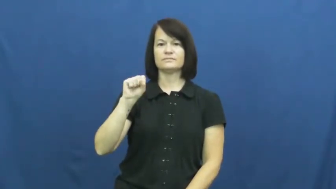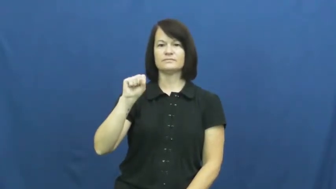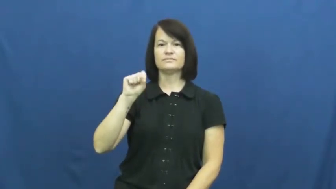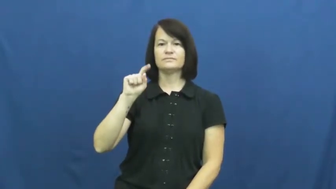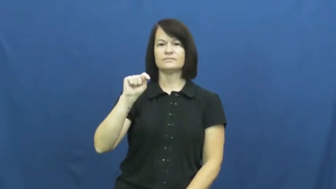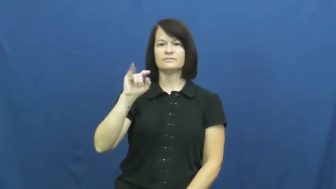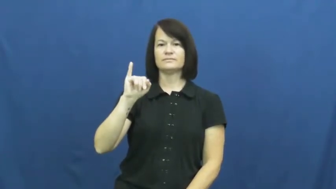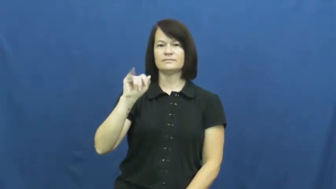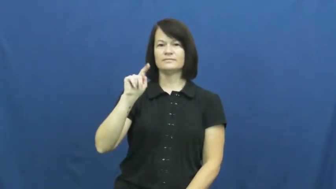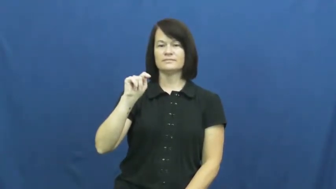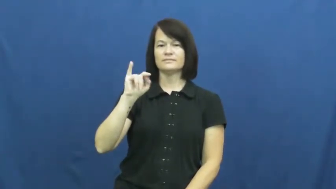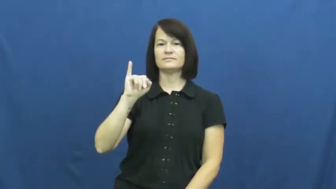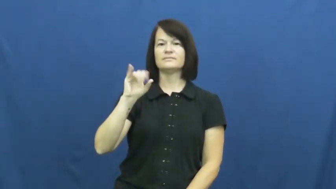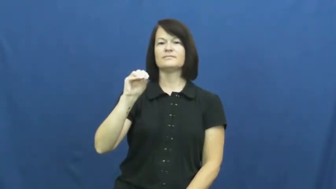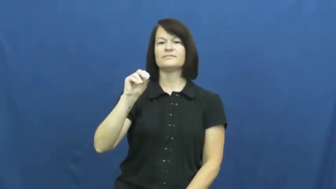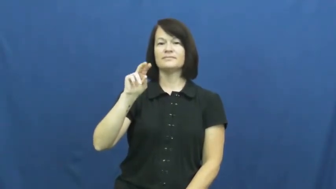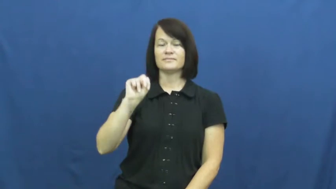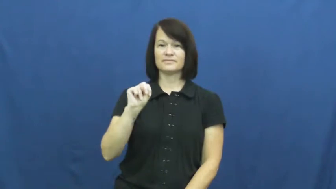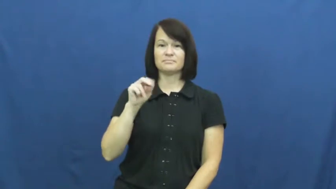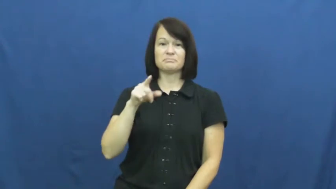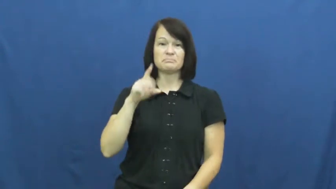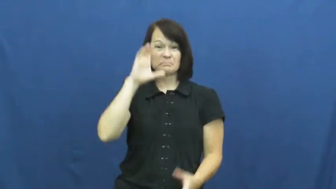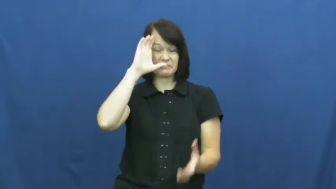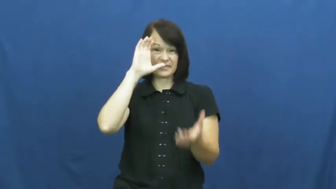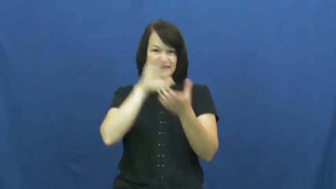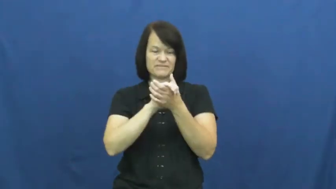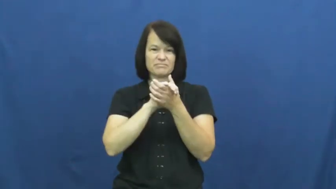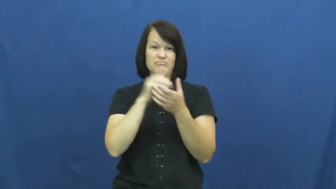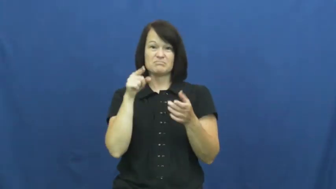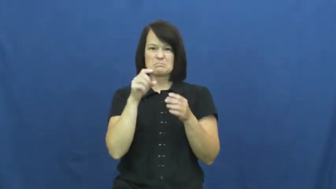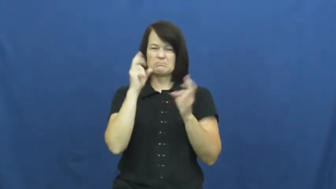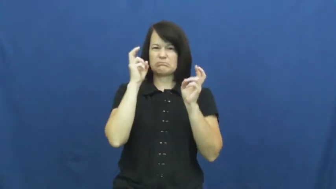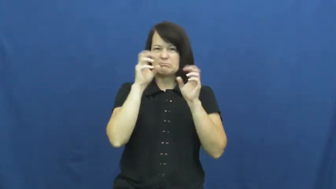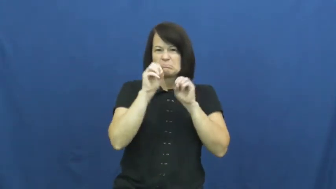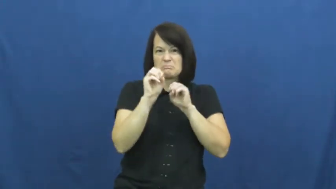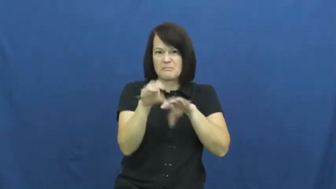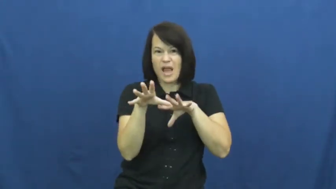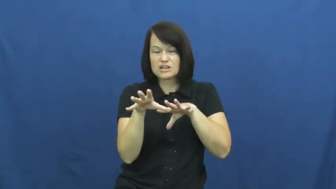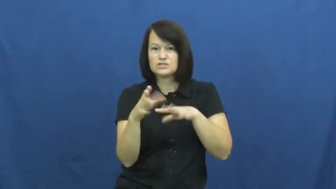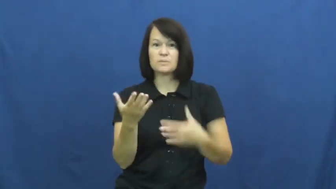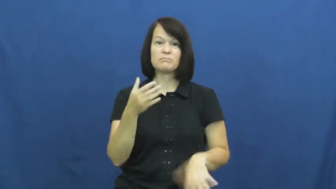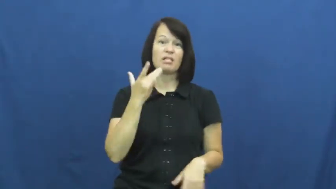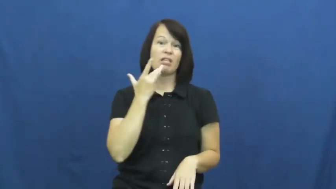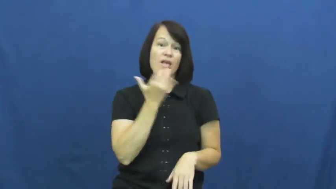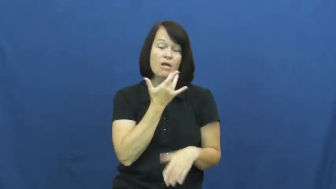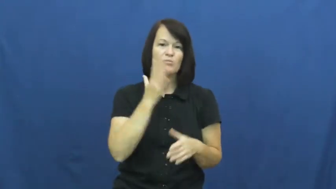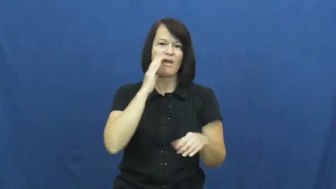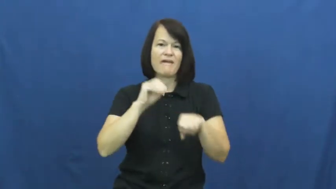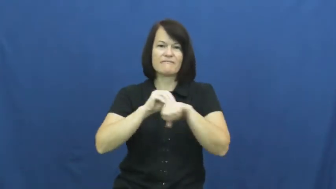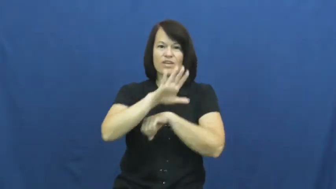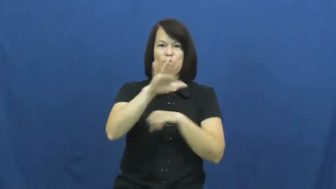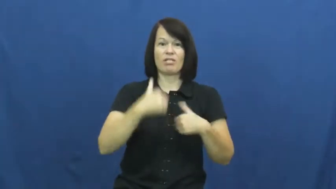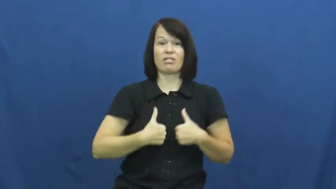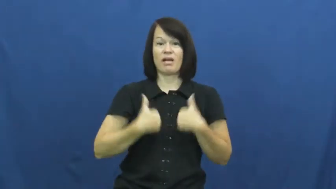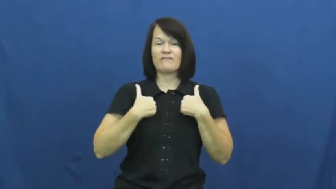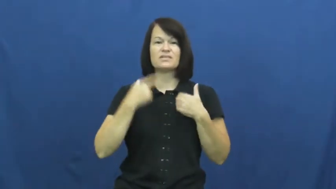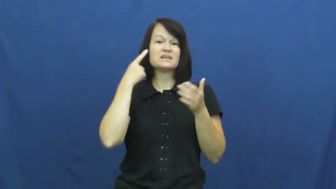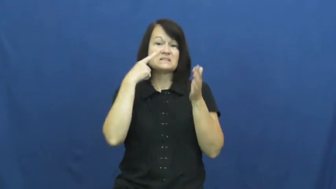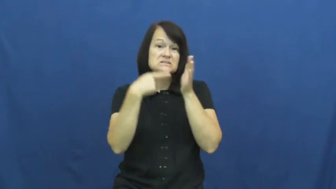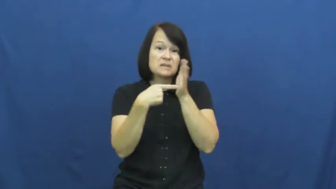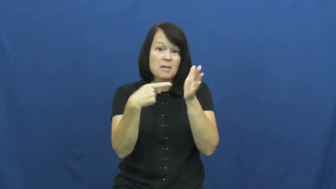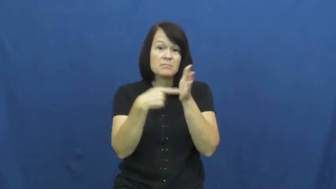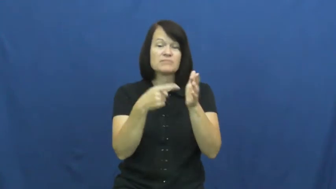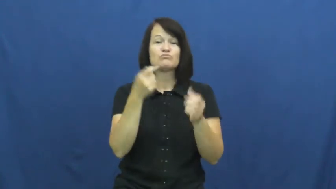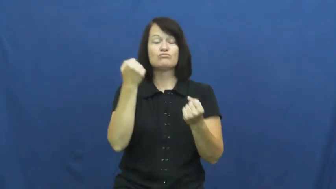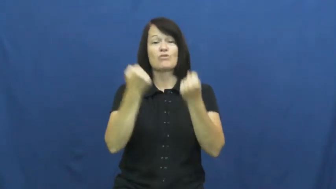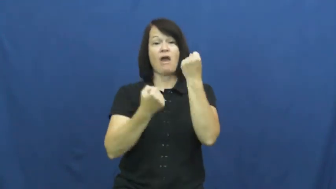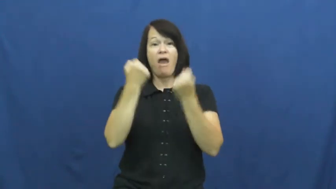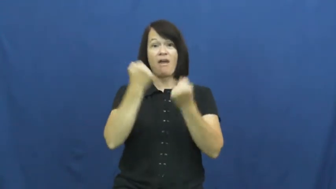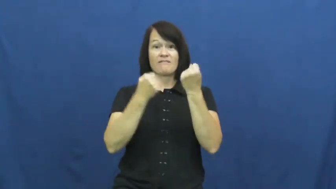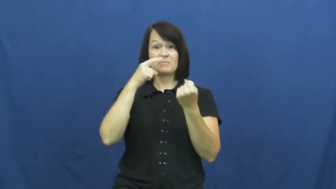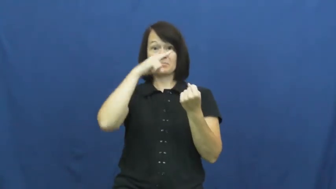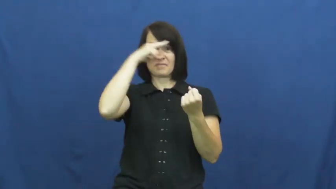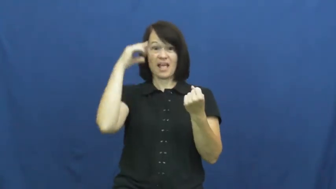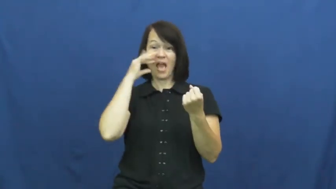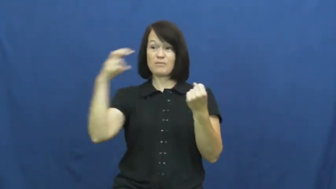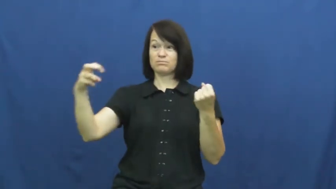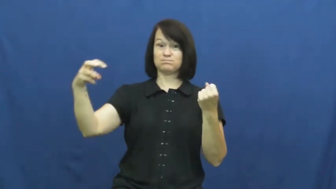superstition